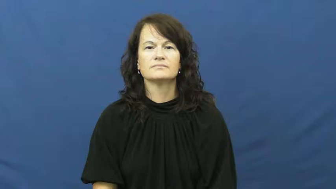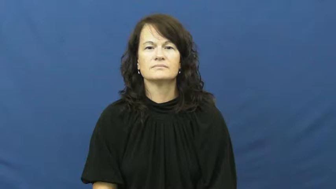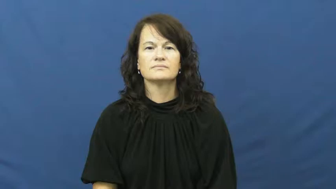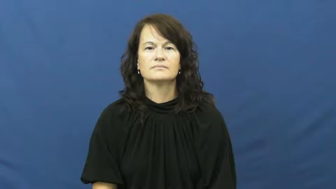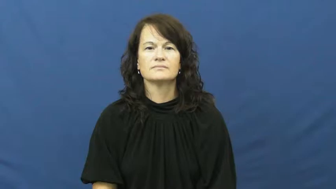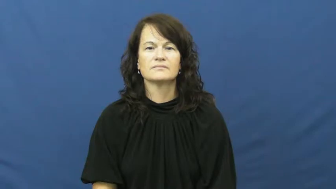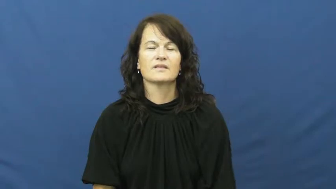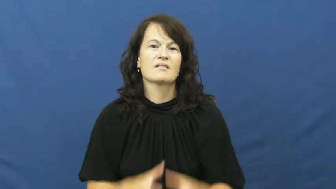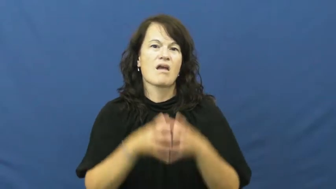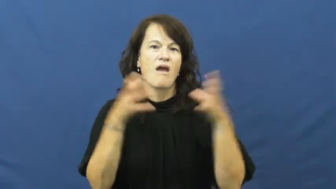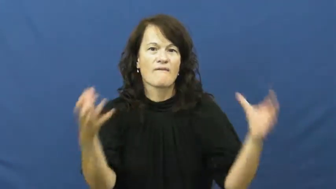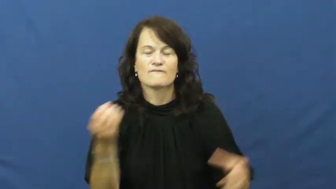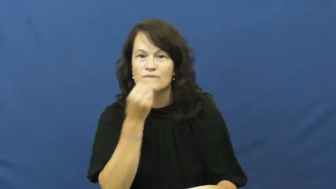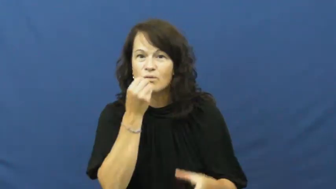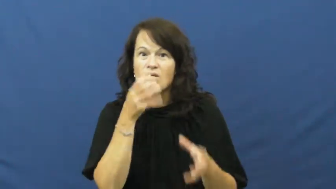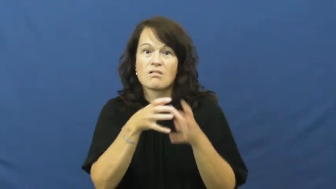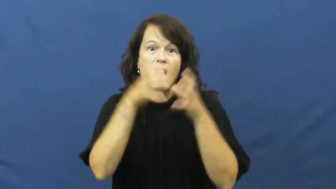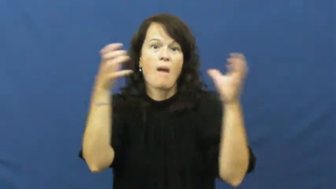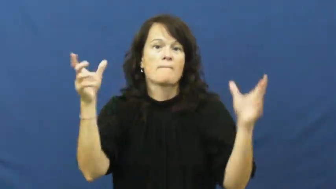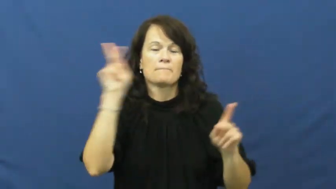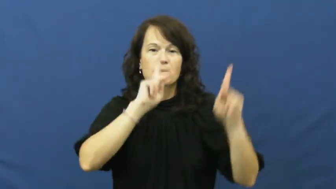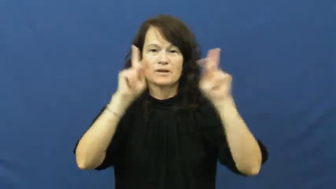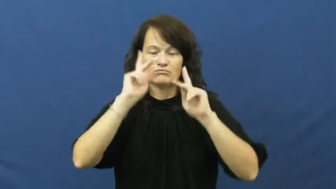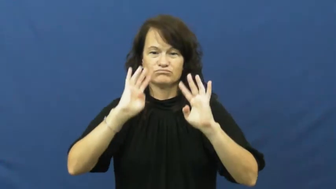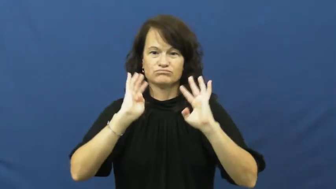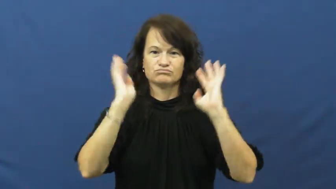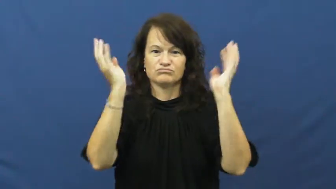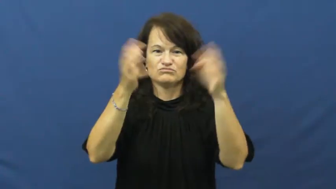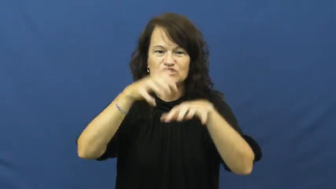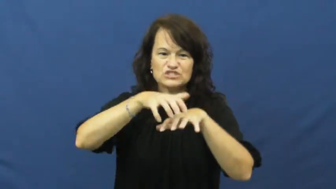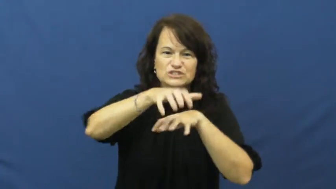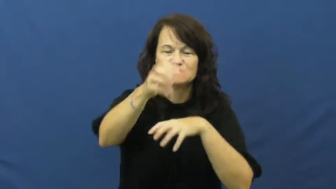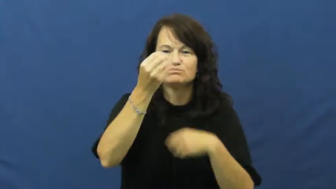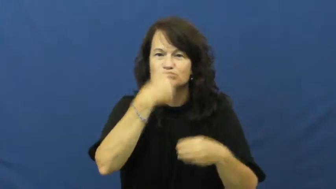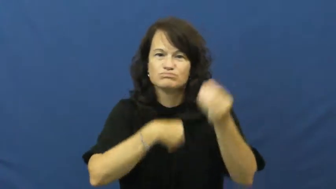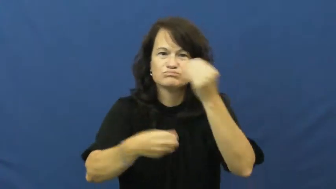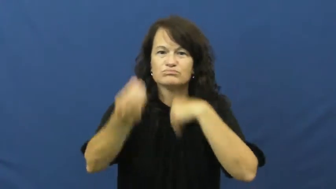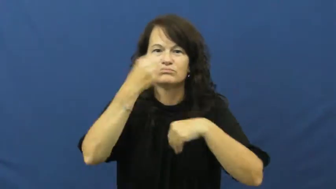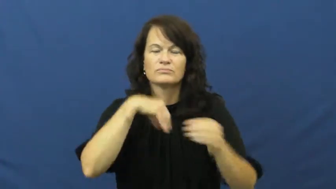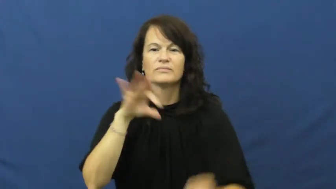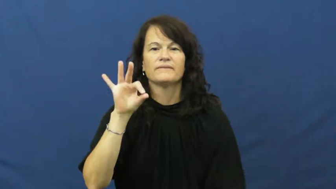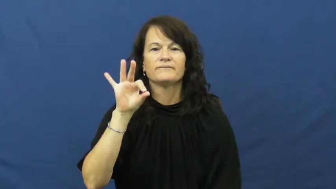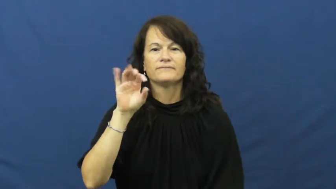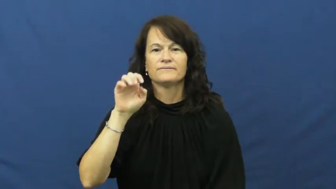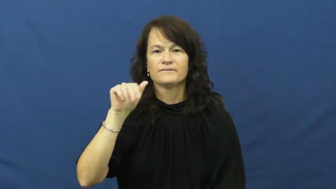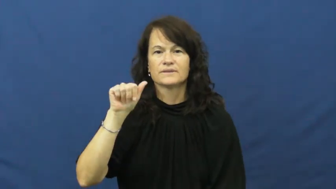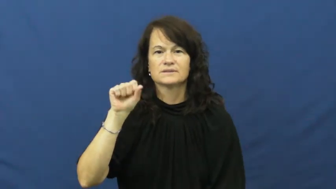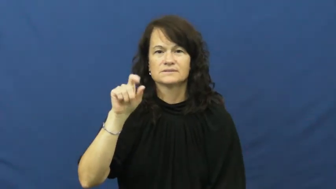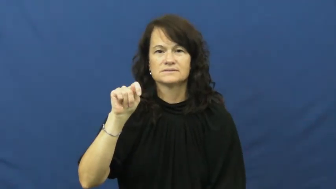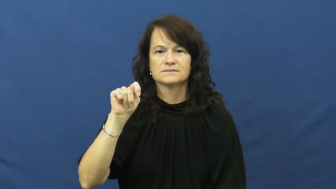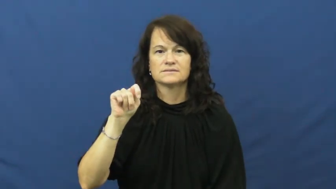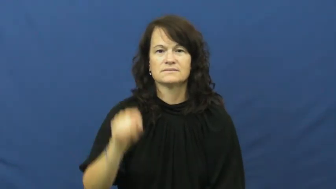feast